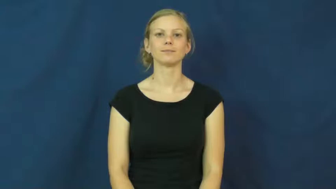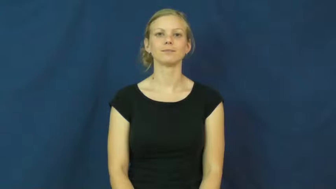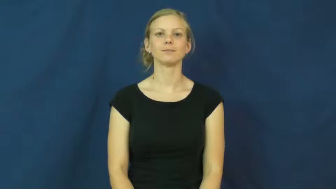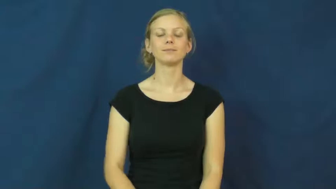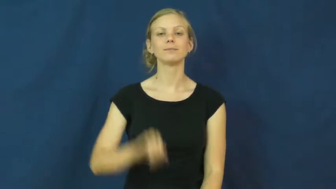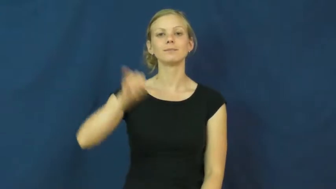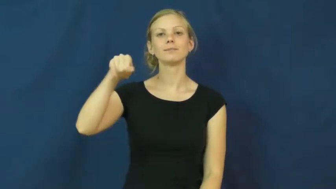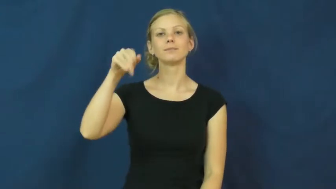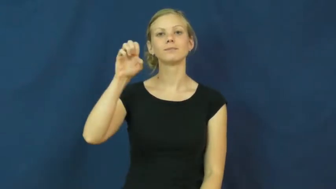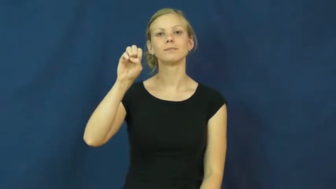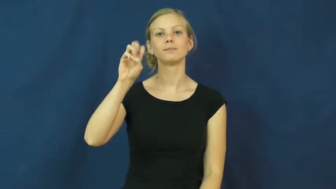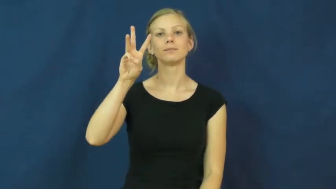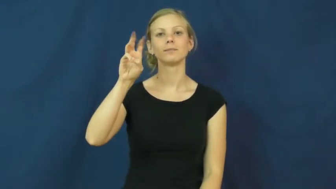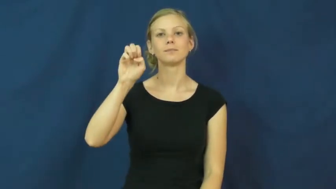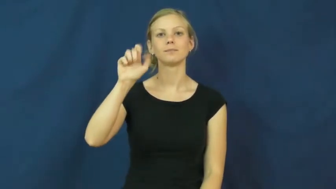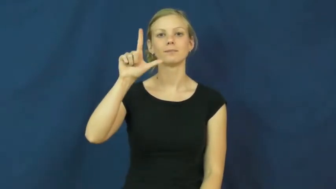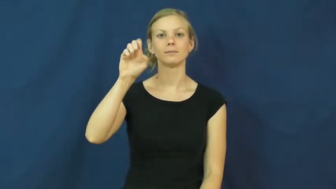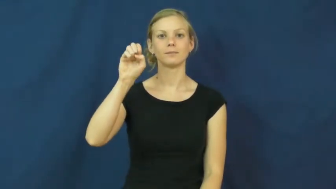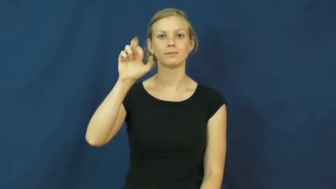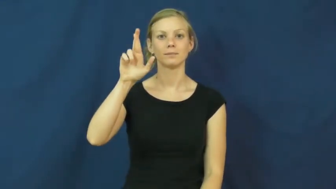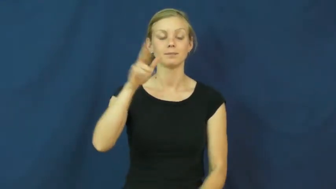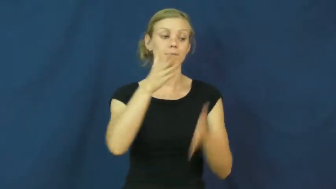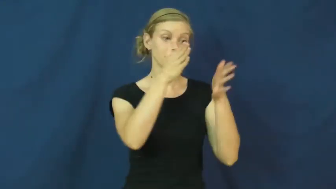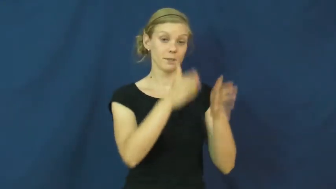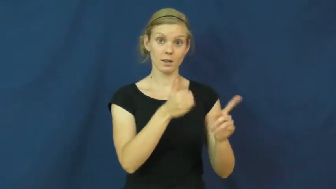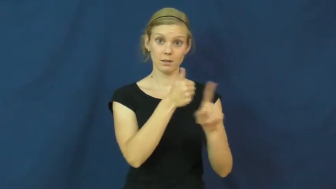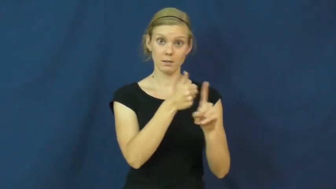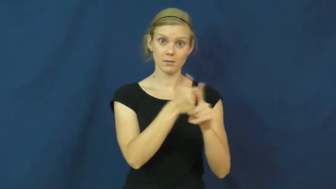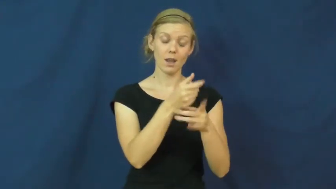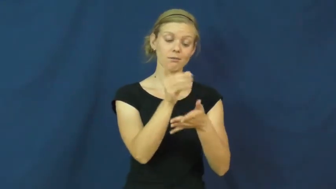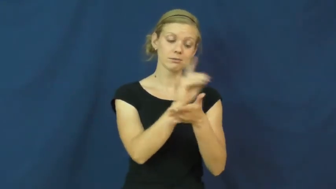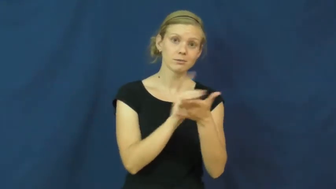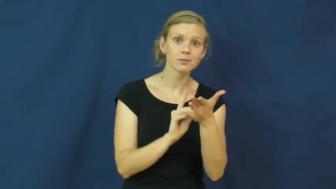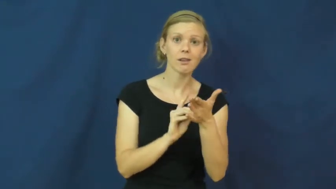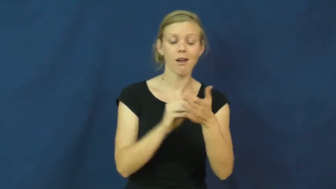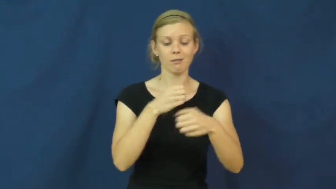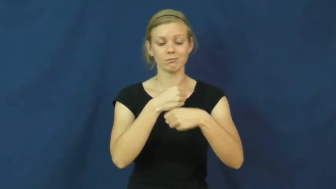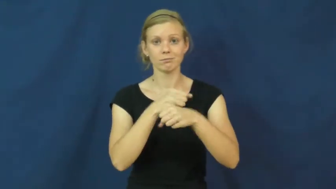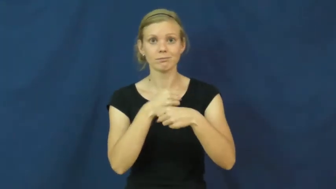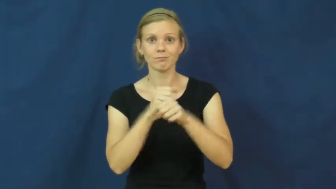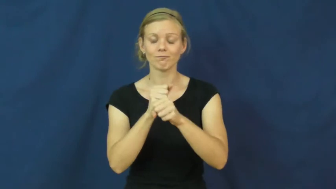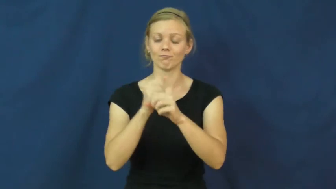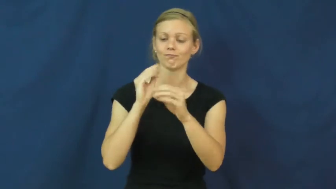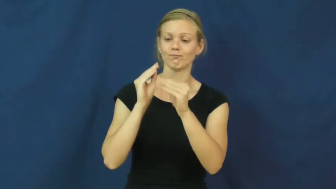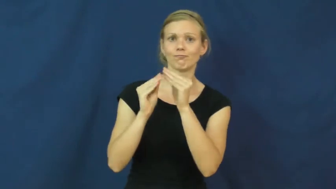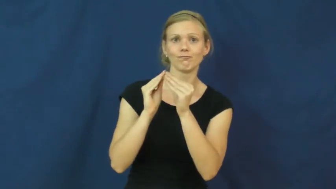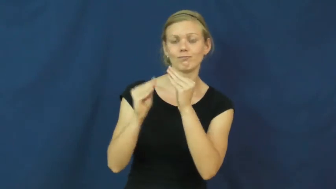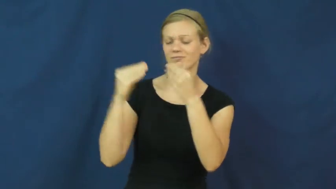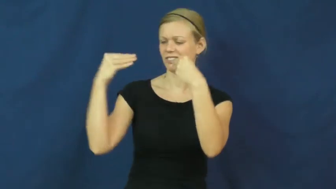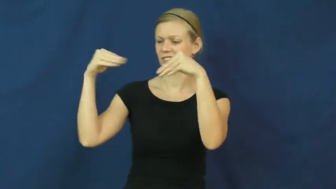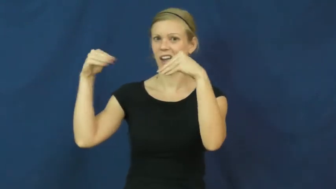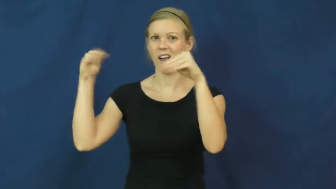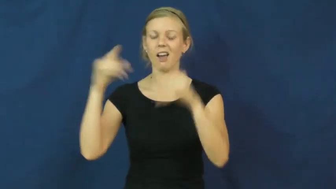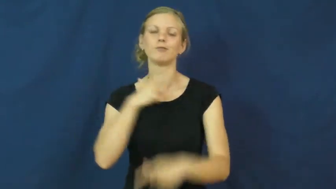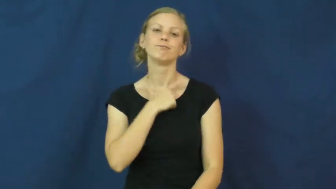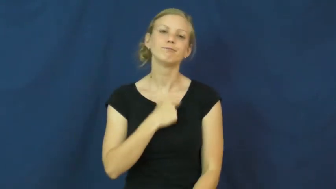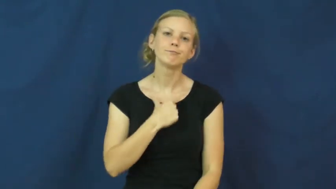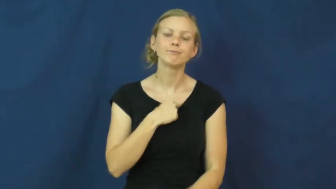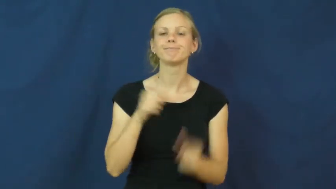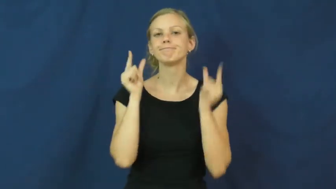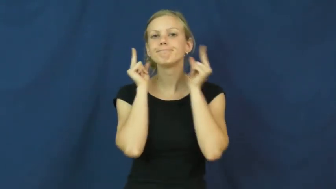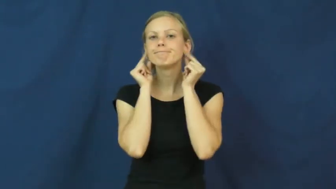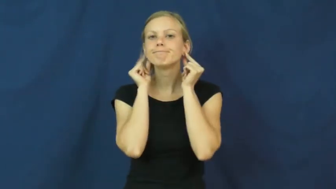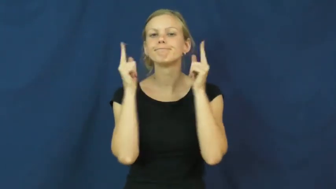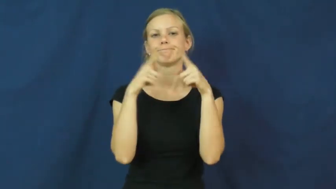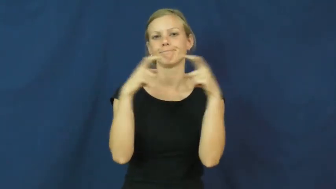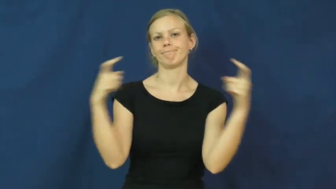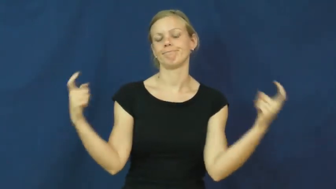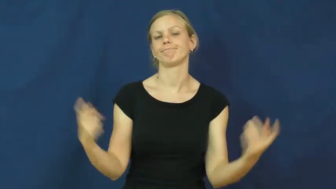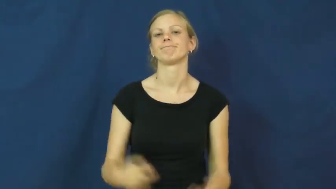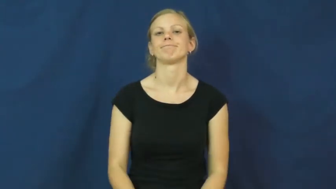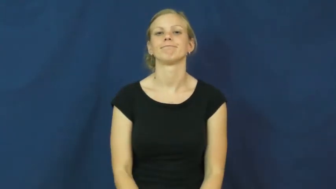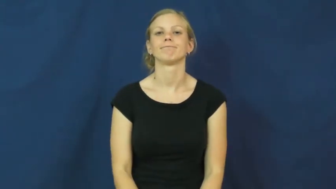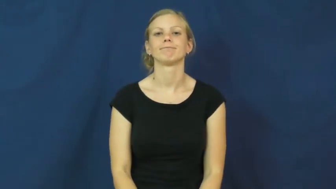jeweler